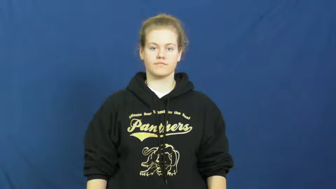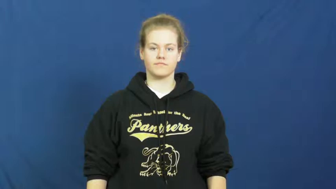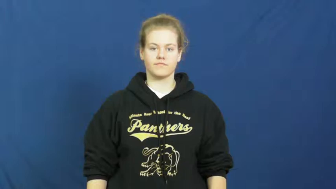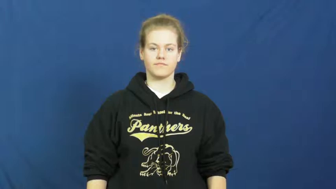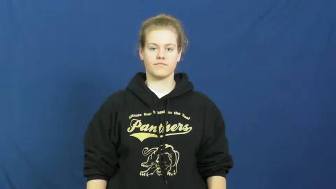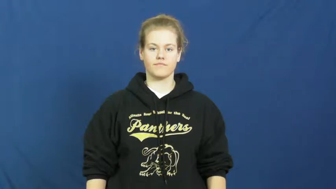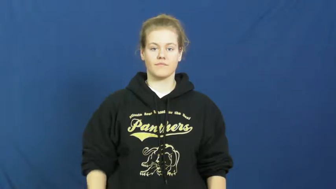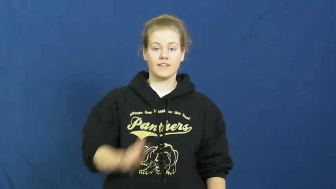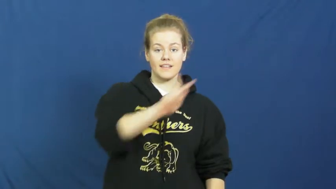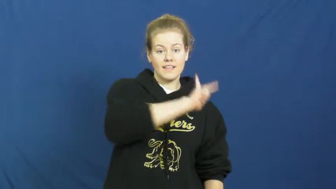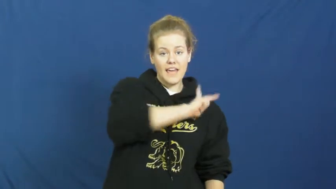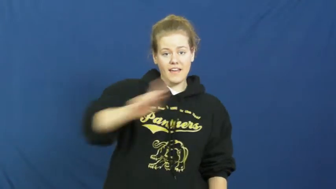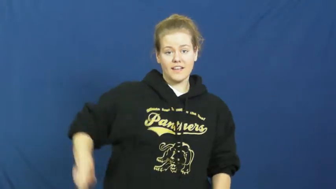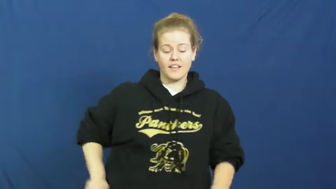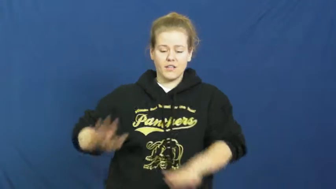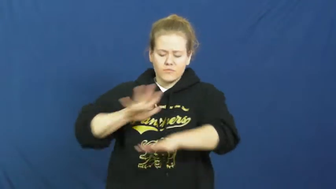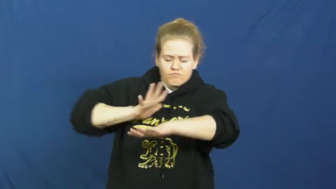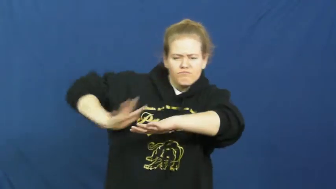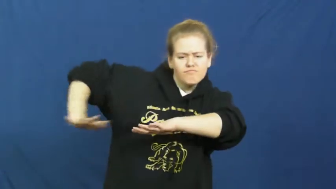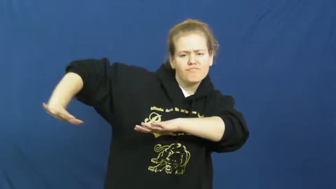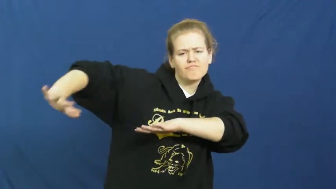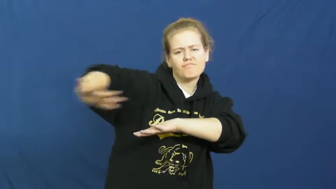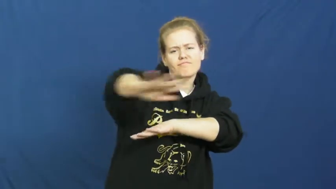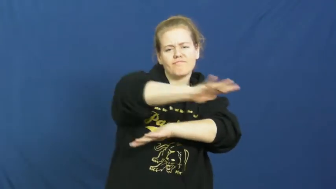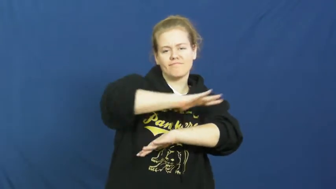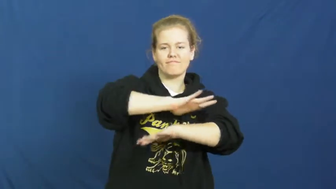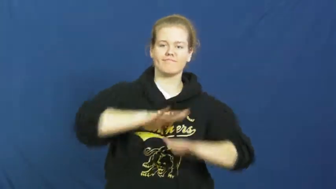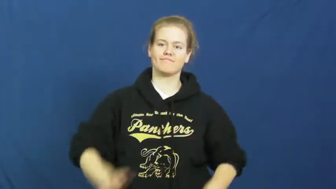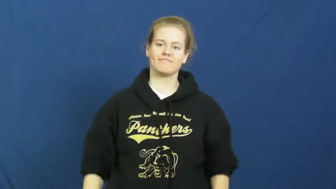kingdom